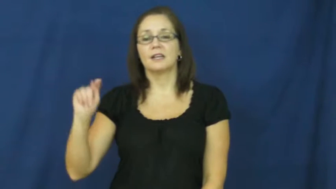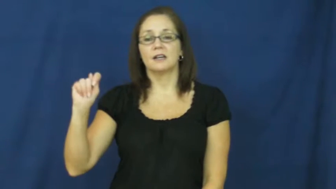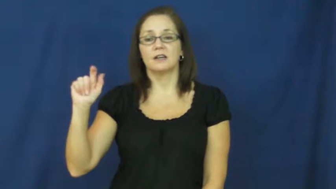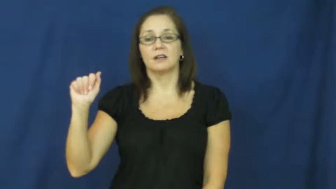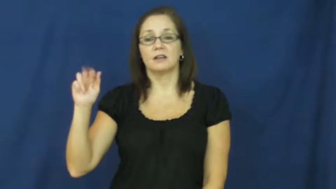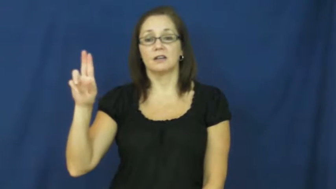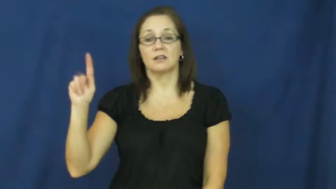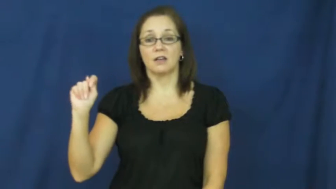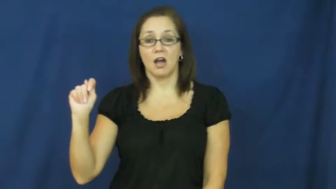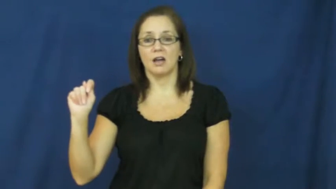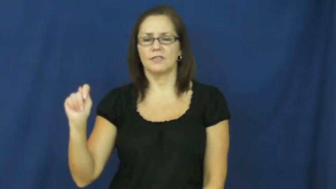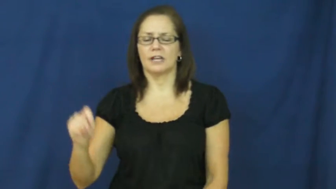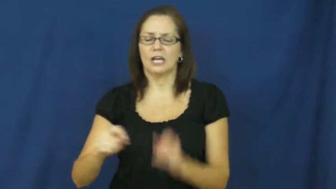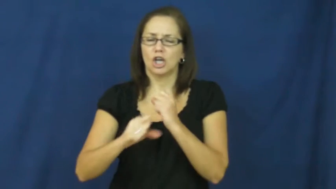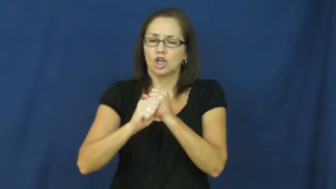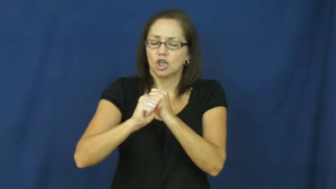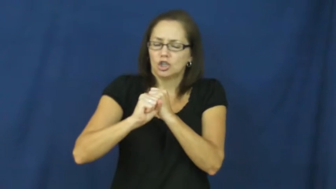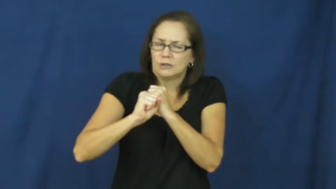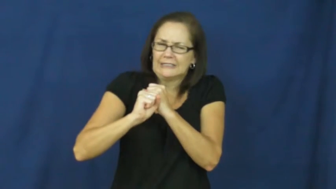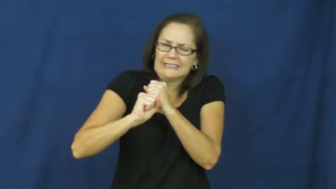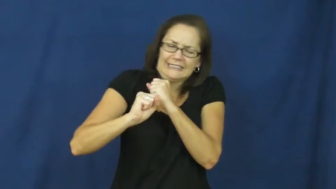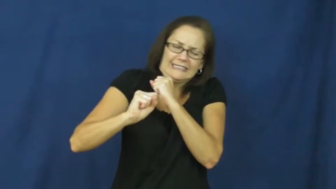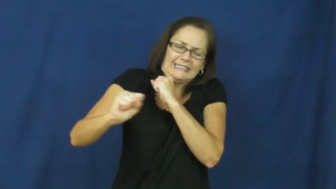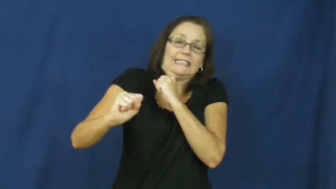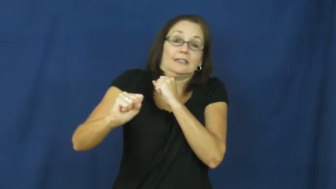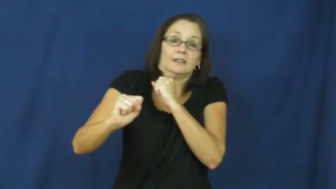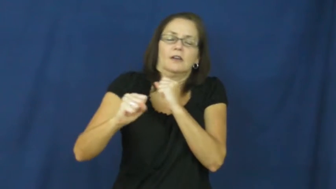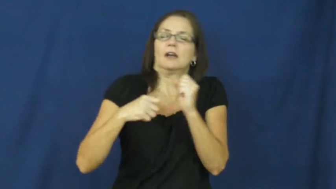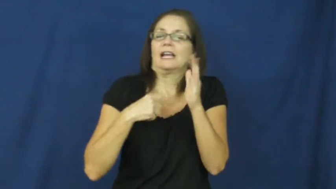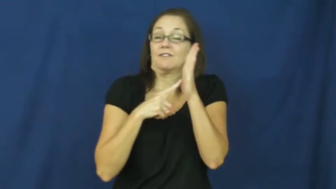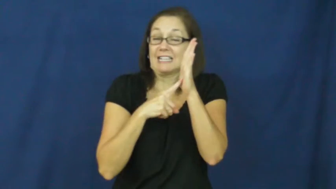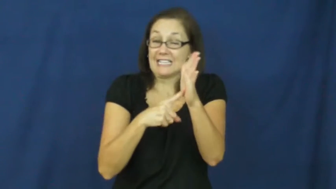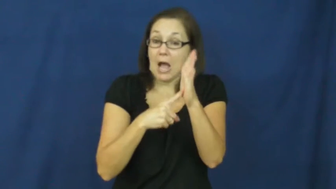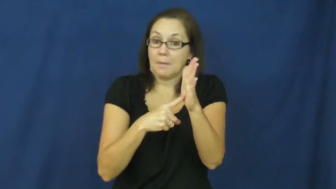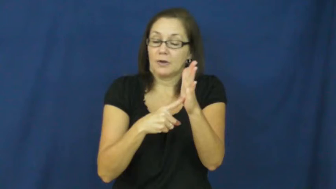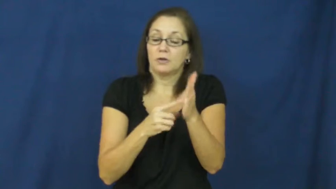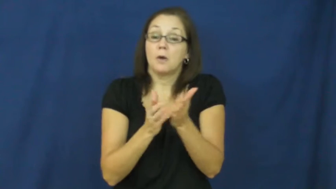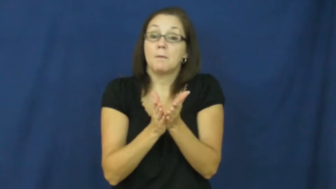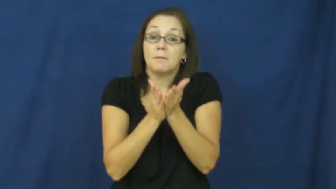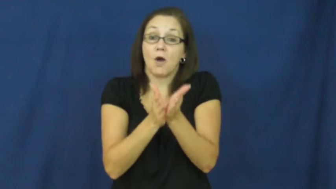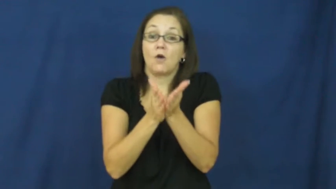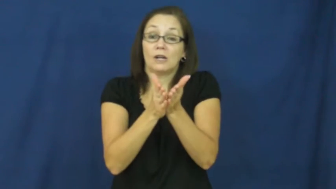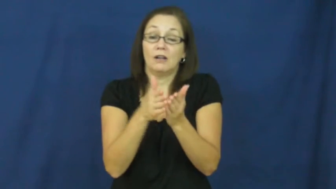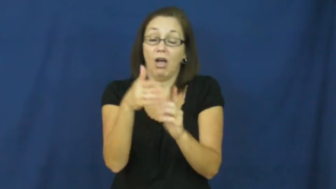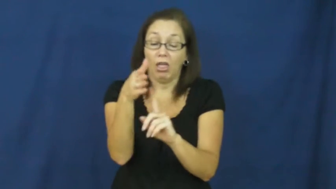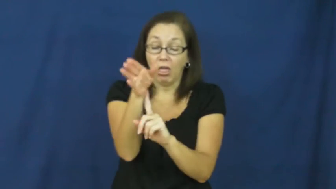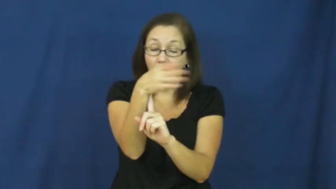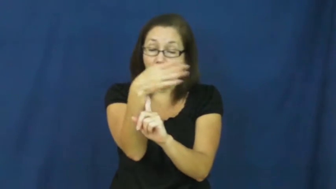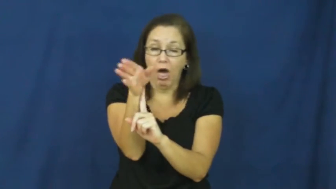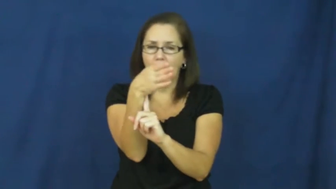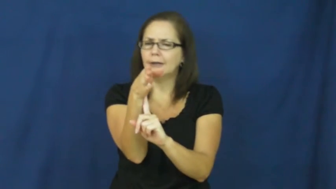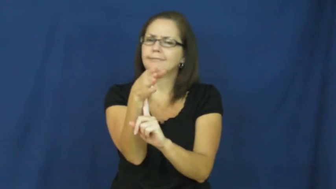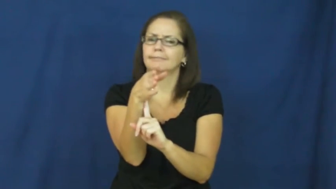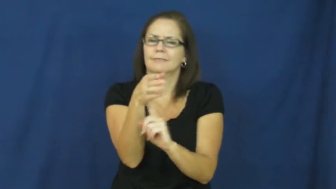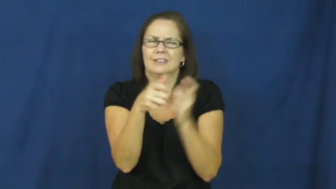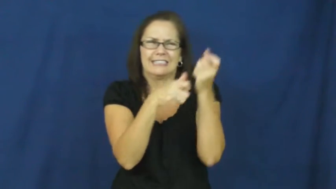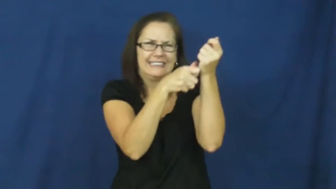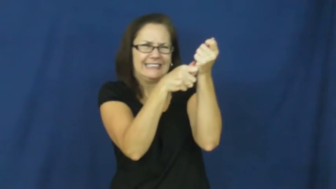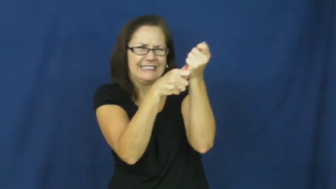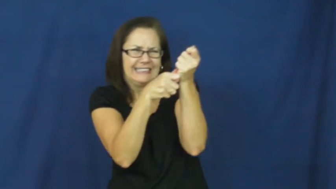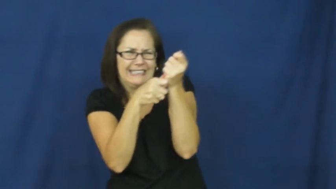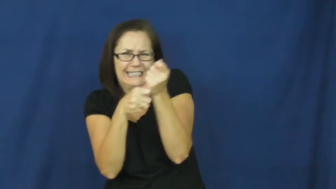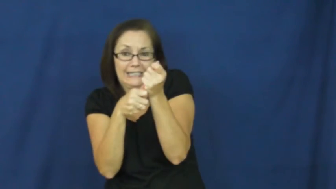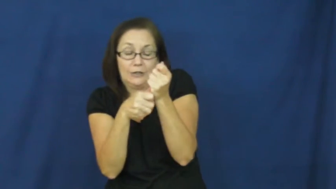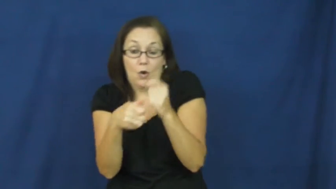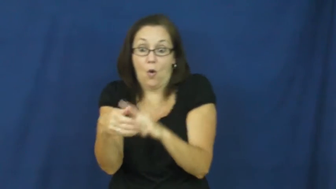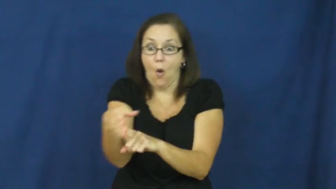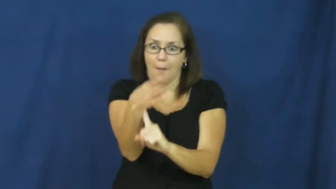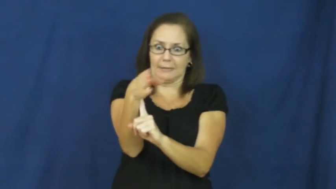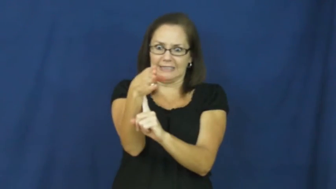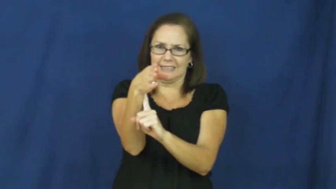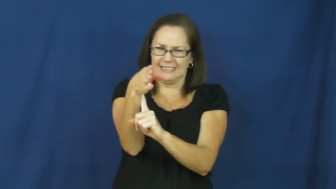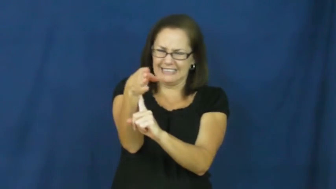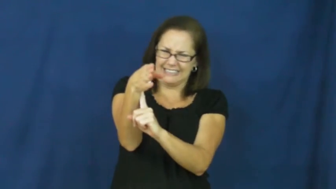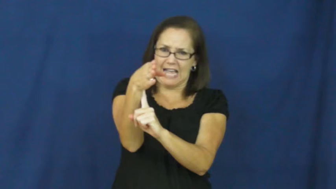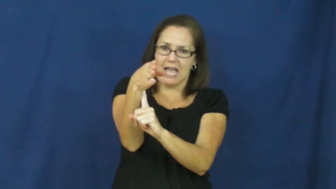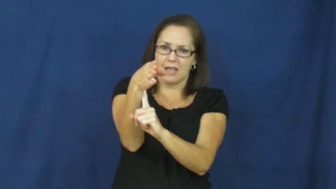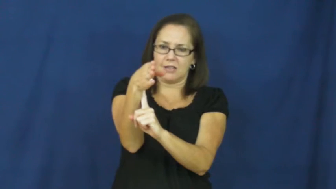taut-tight